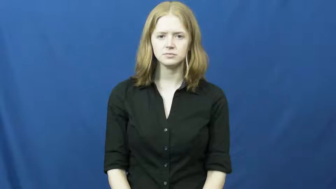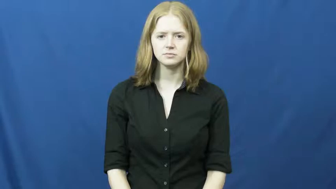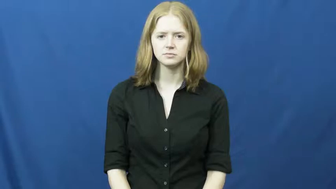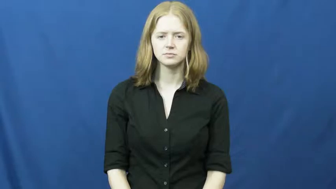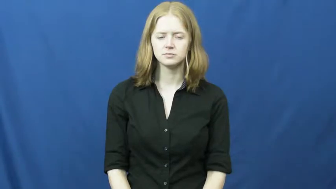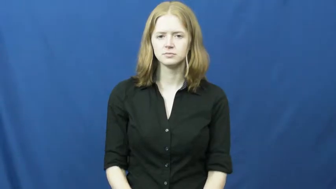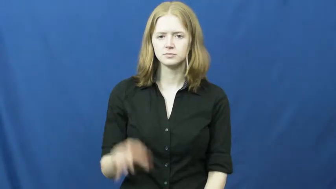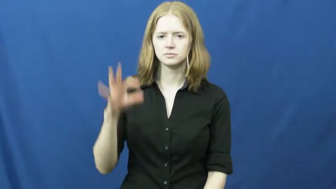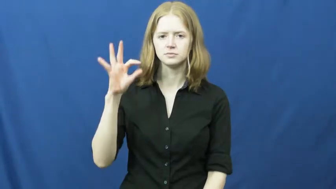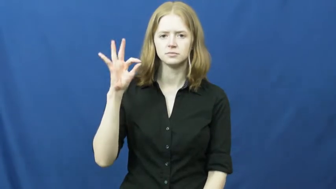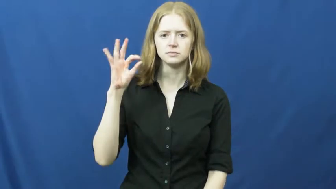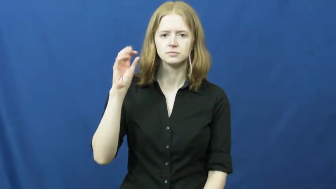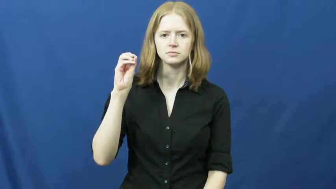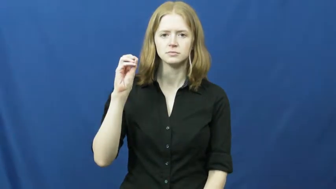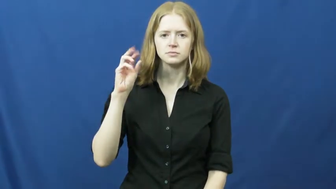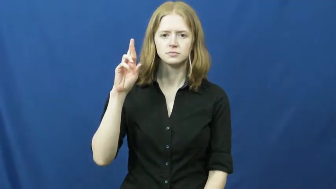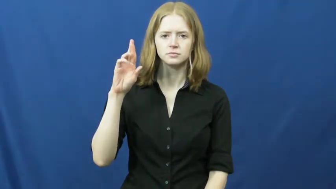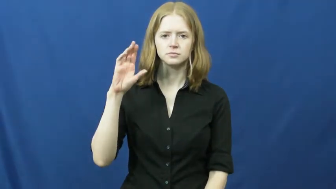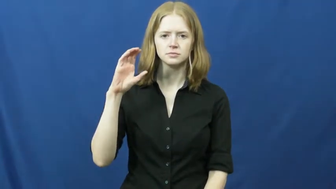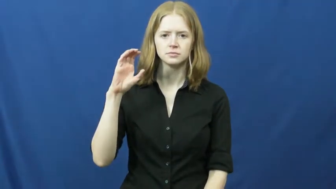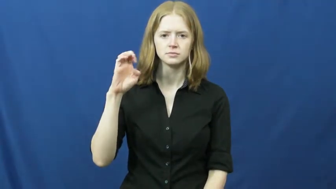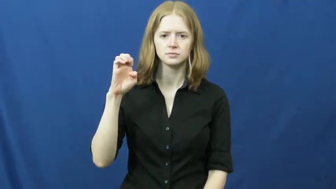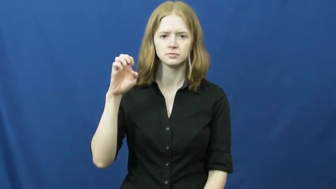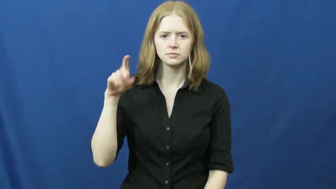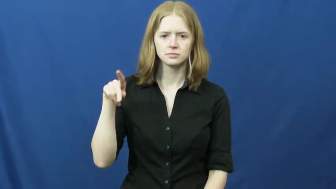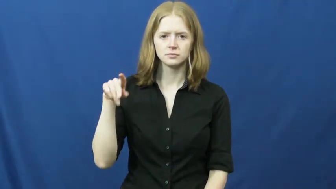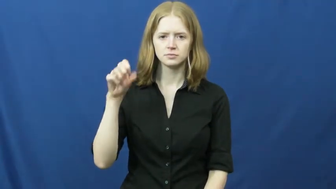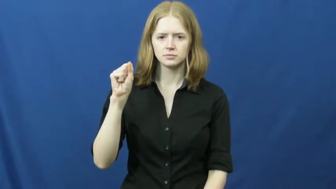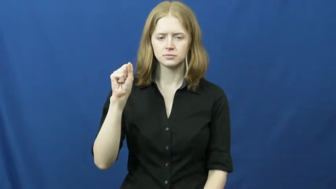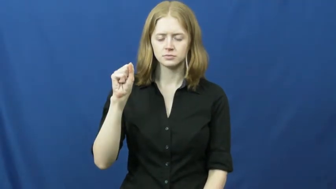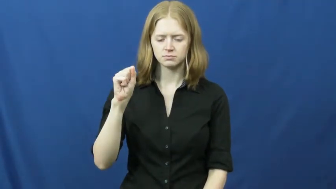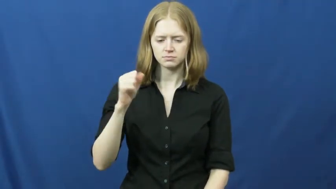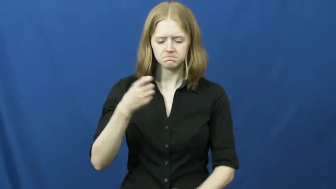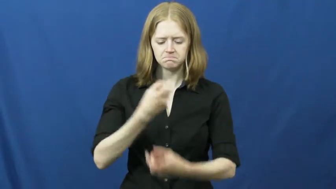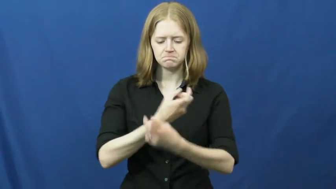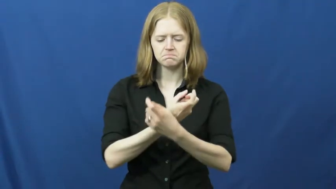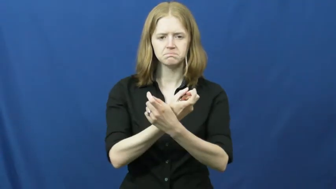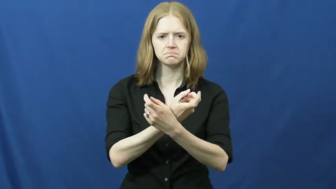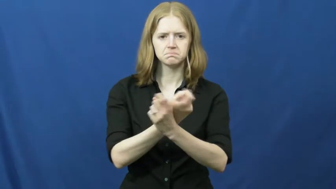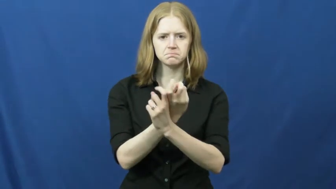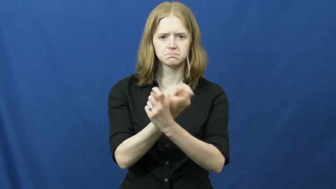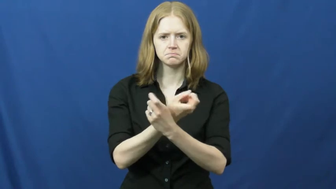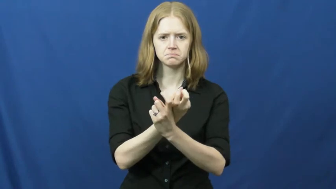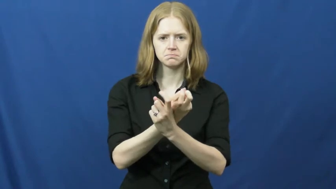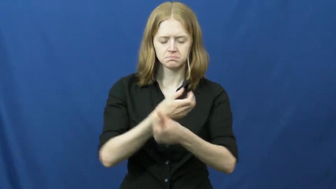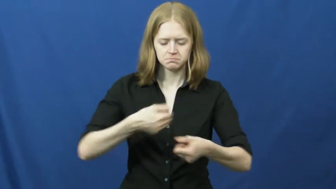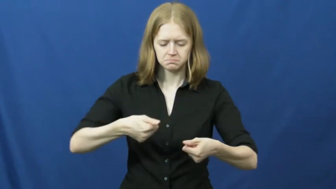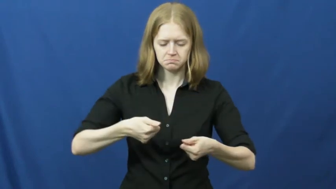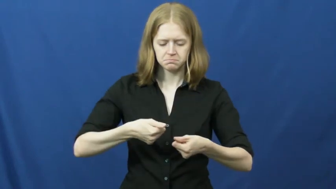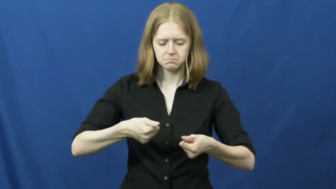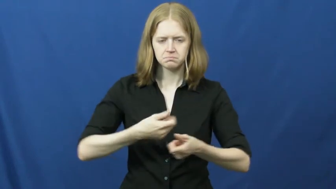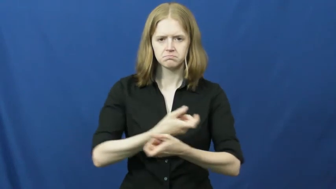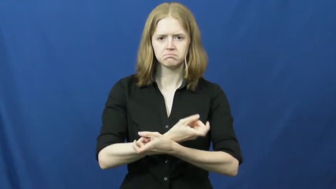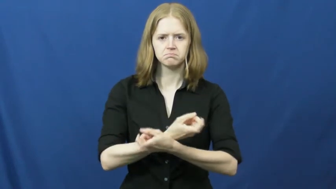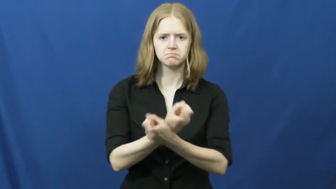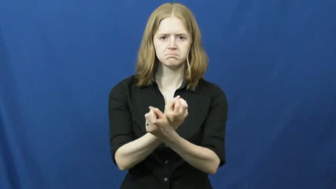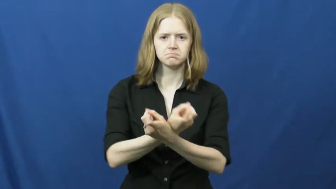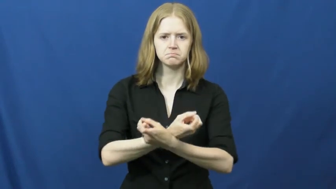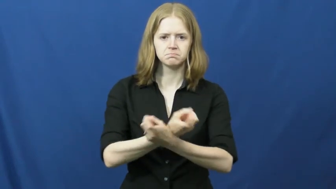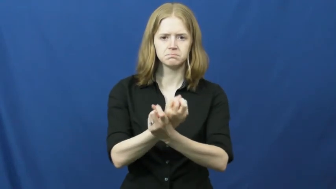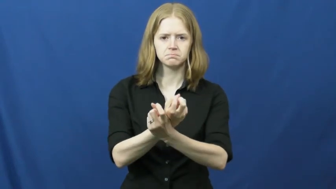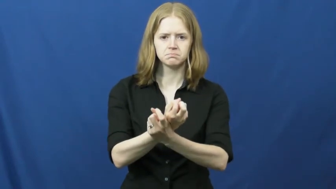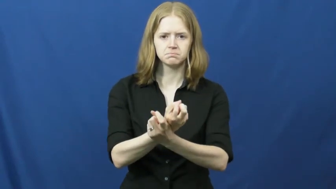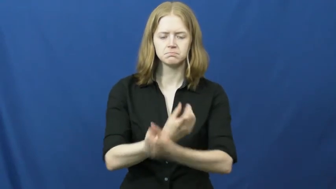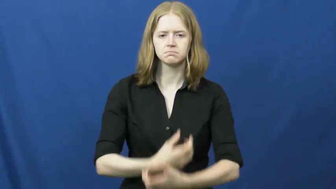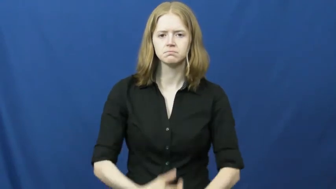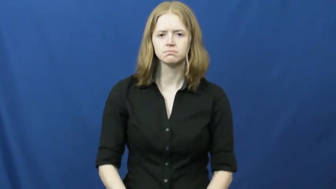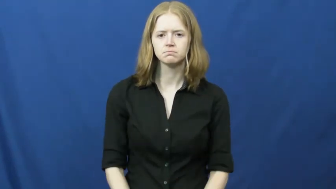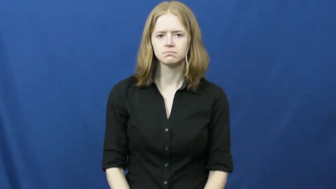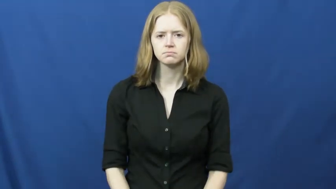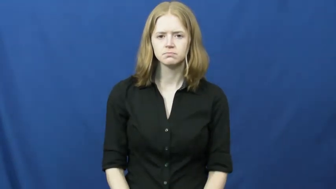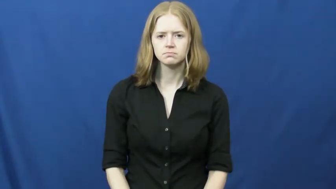forceps